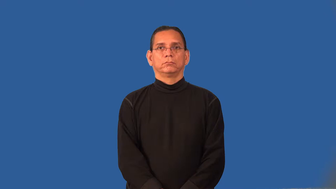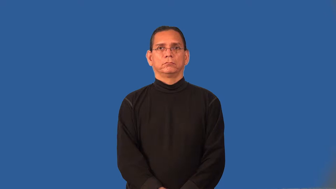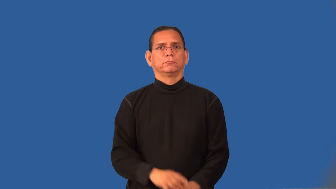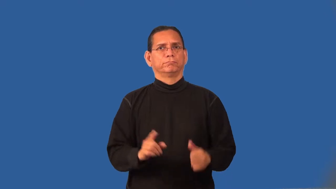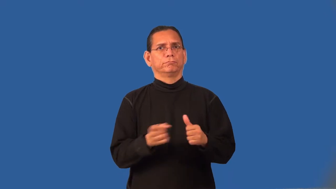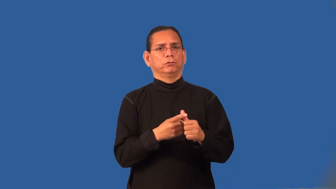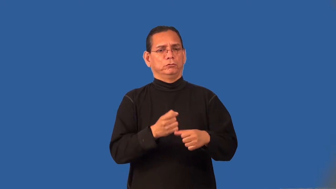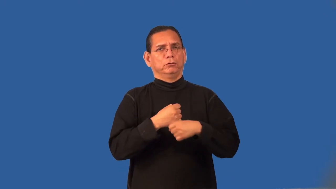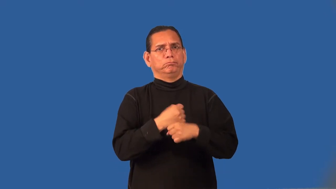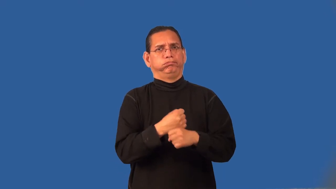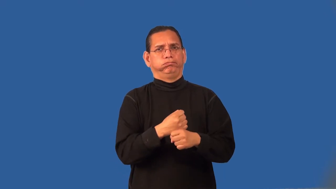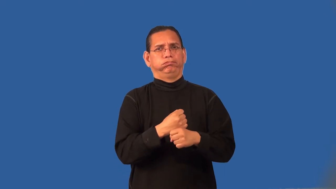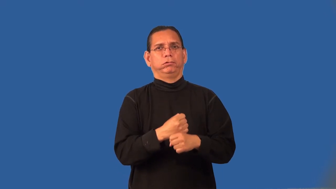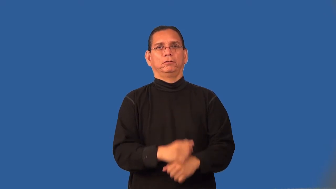prototype